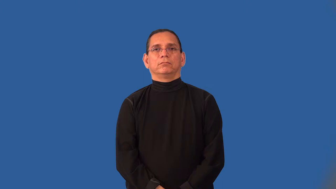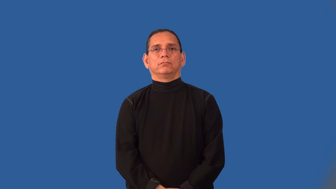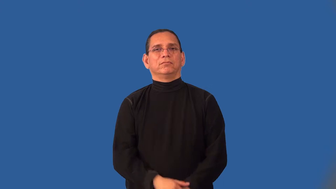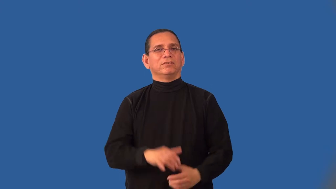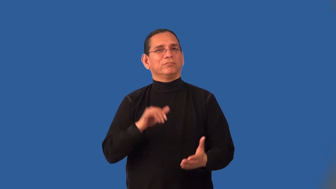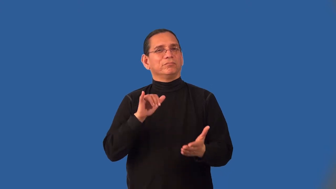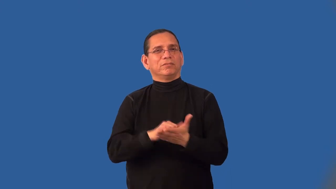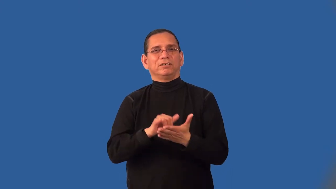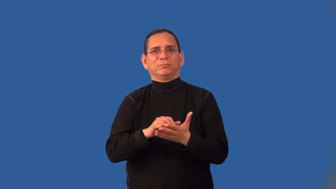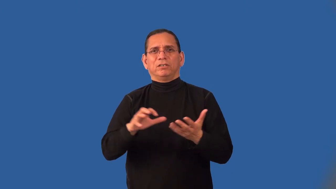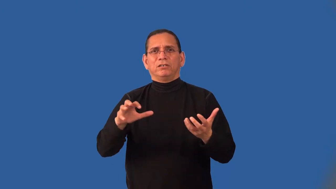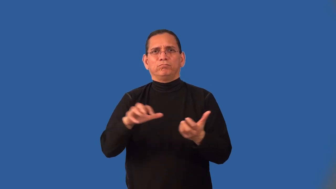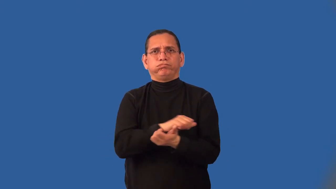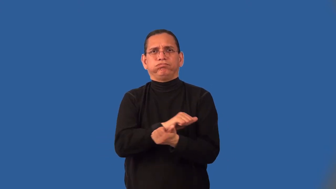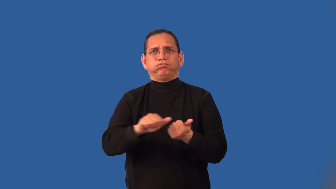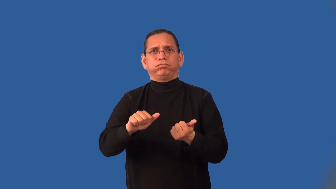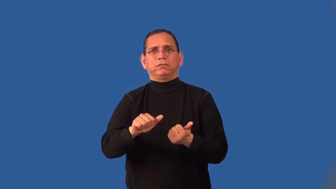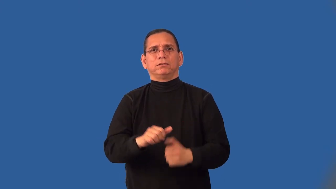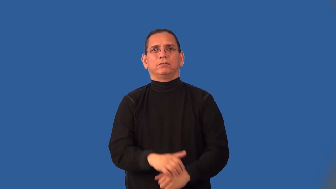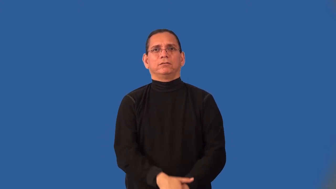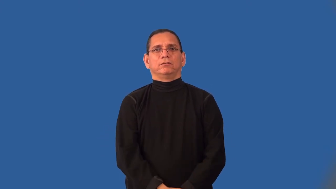indestructible,incorruptible